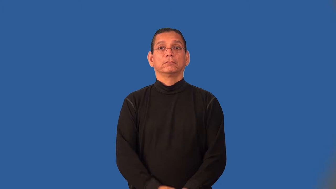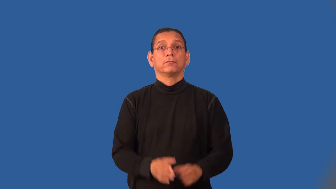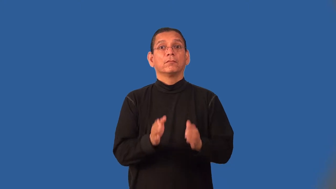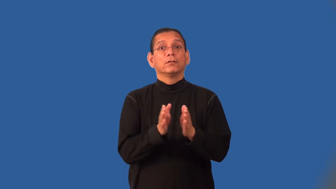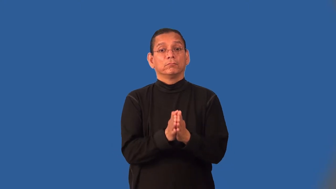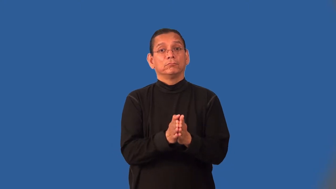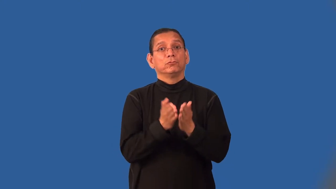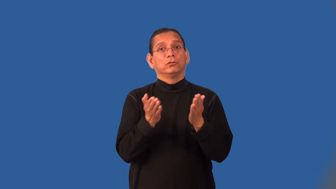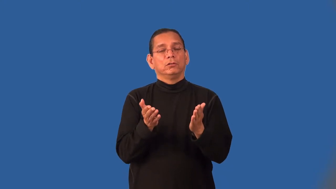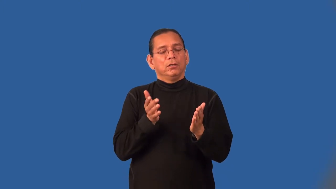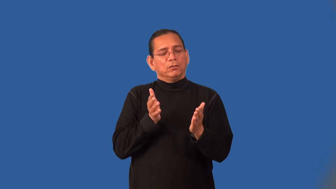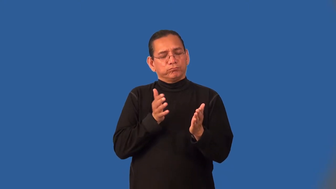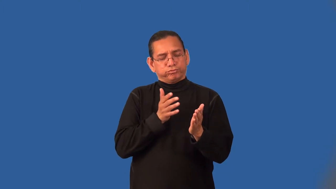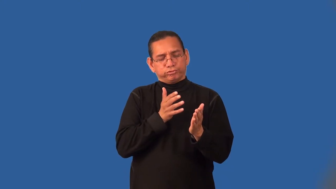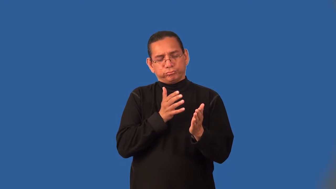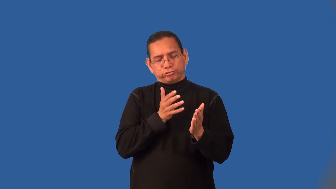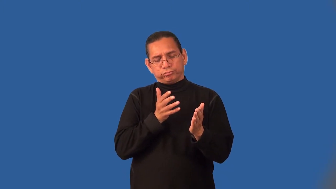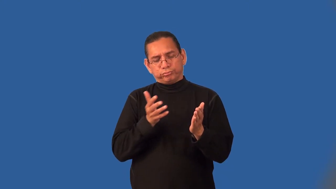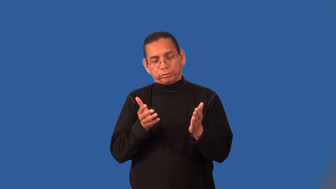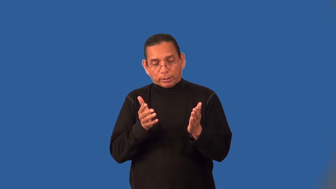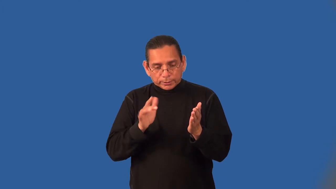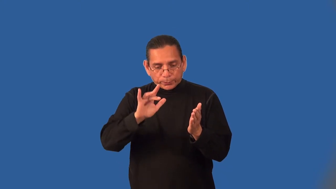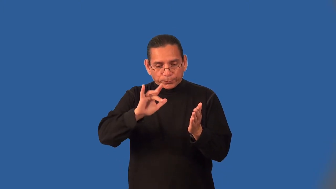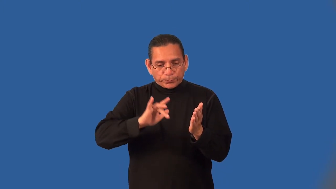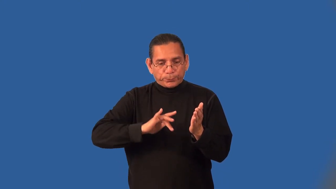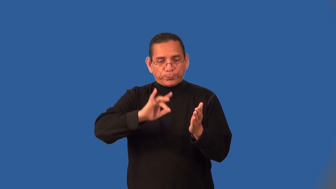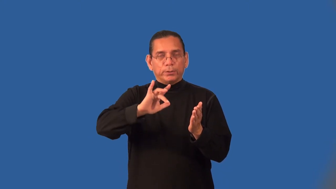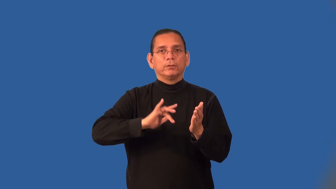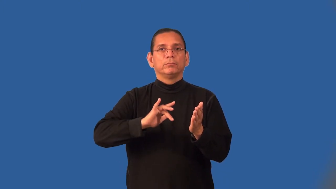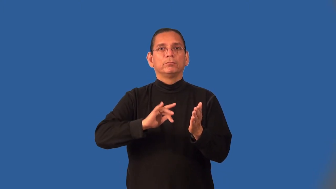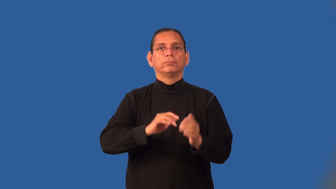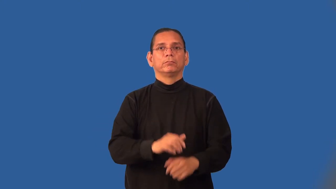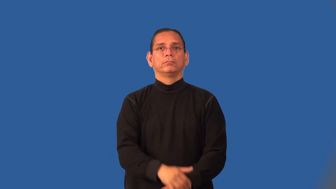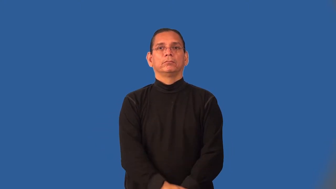interleaf,interleave